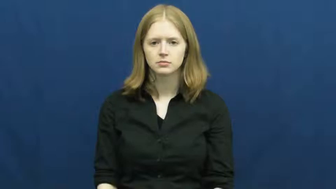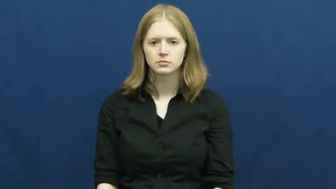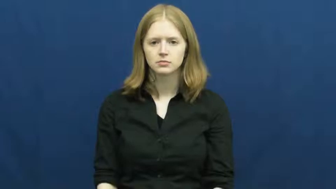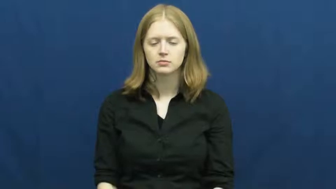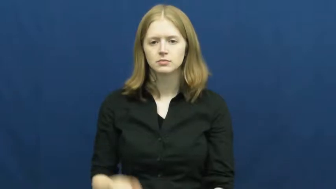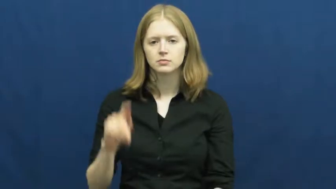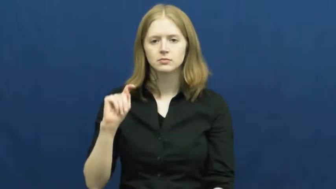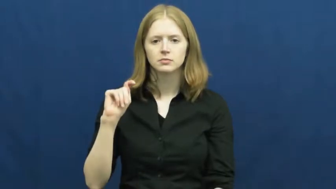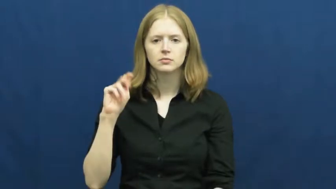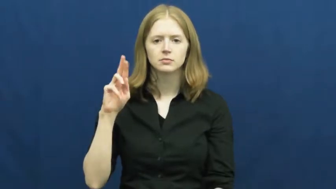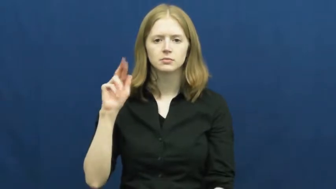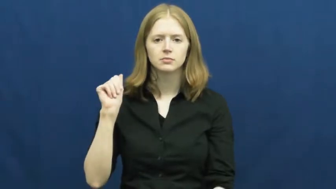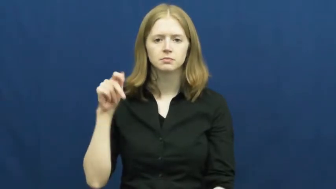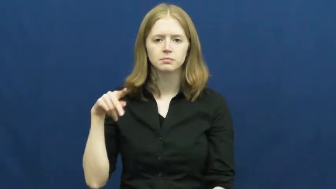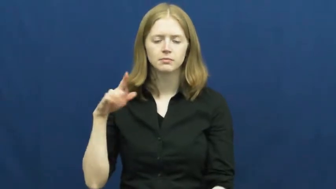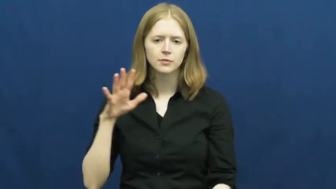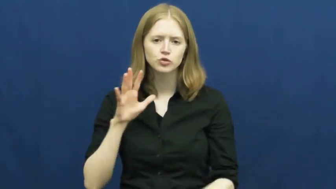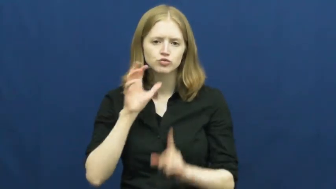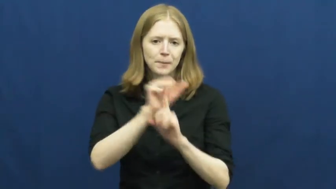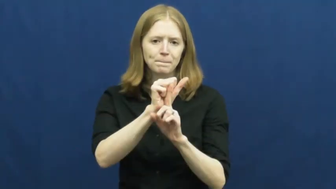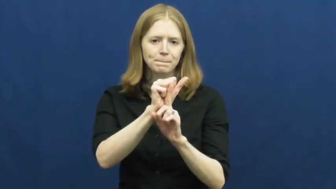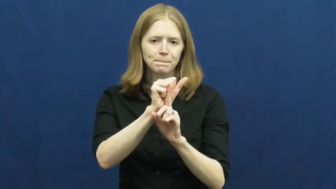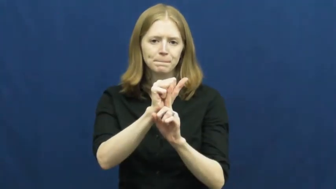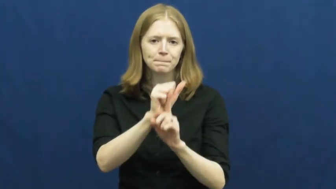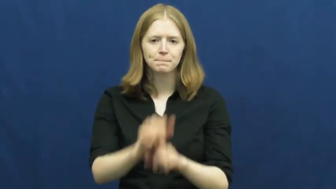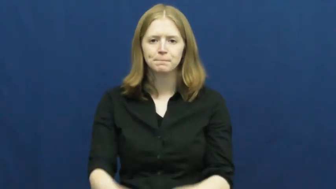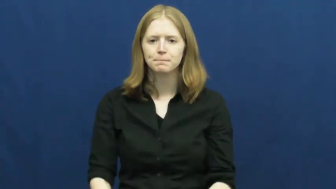trap